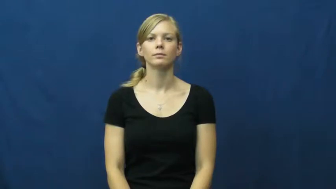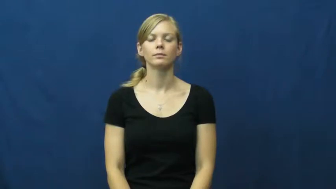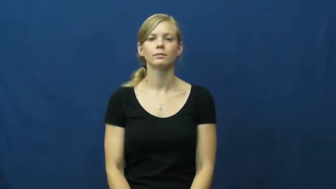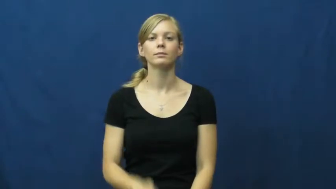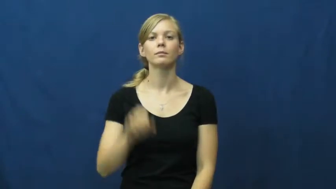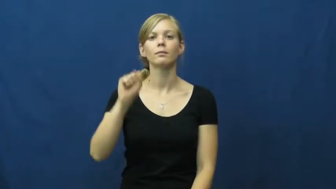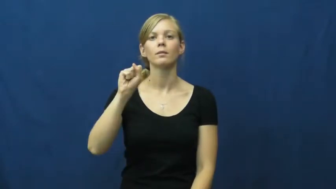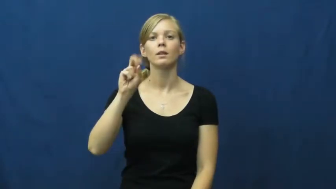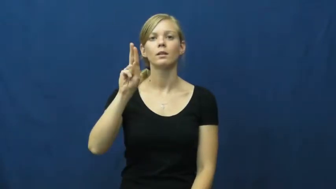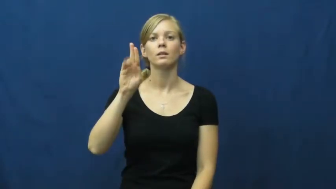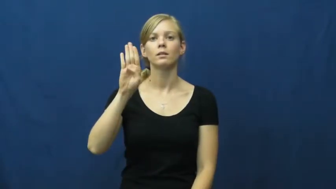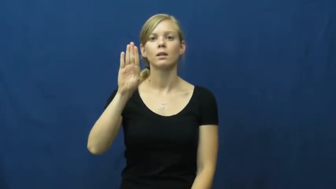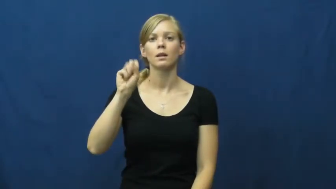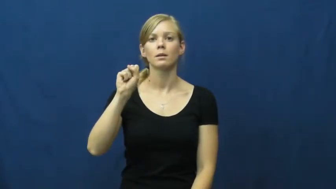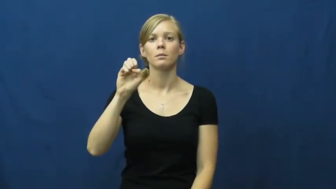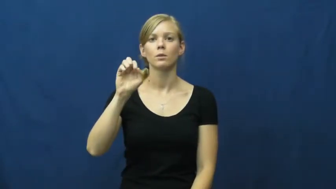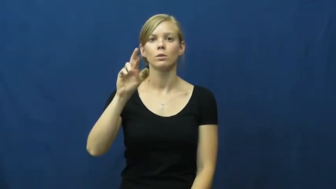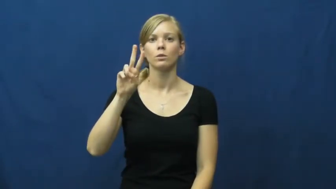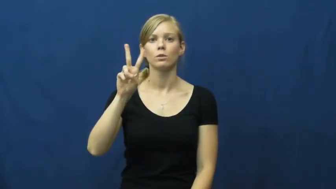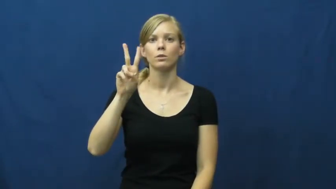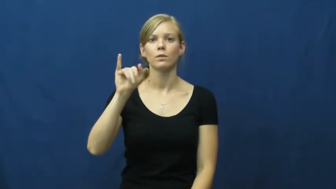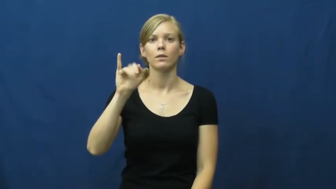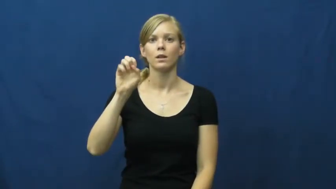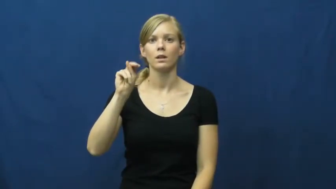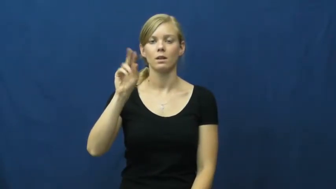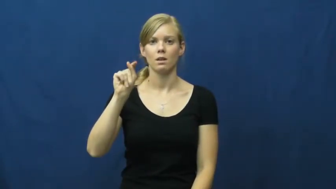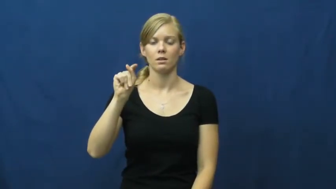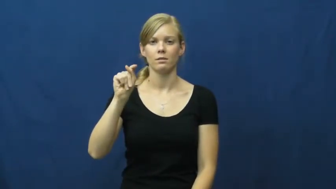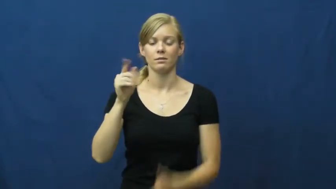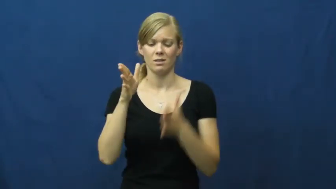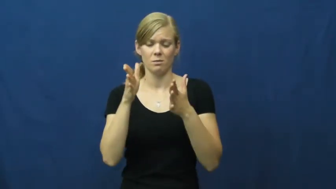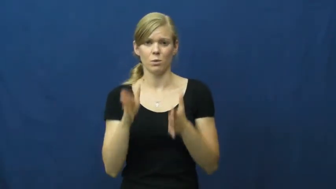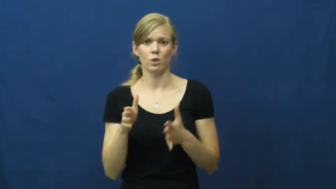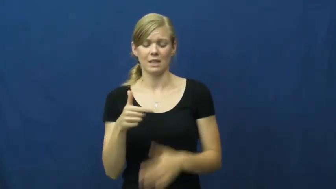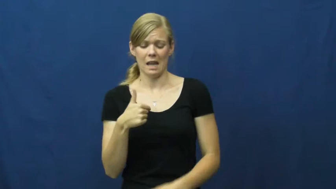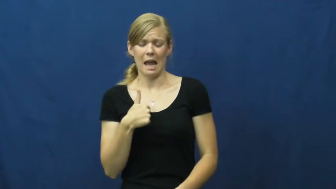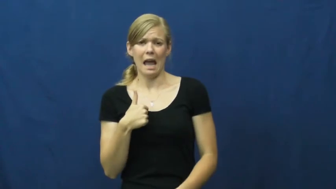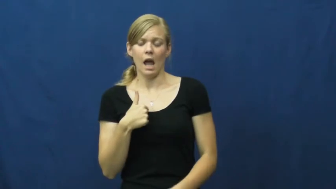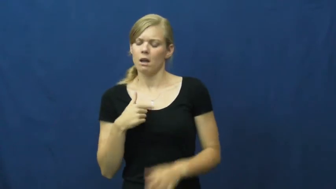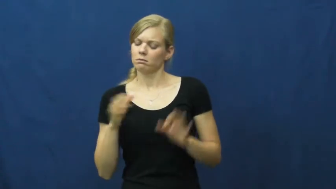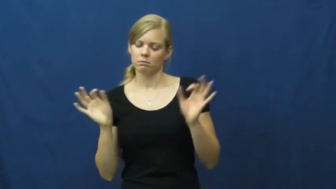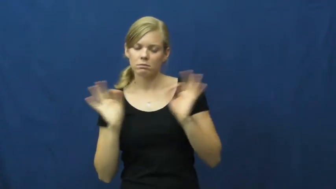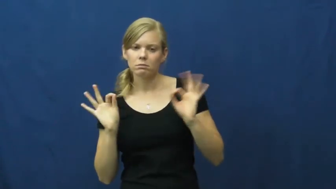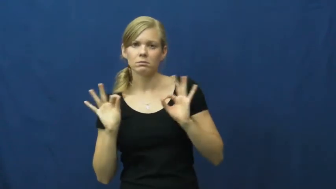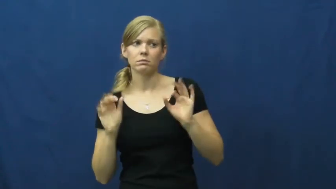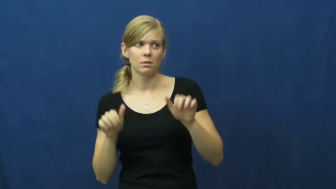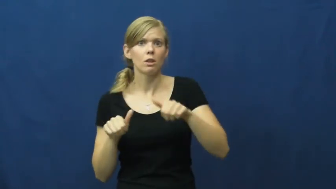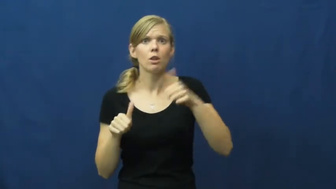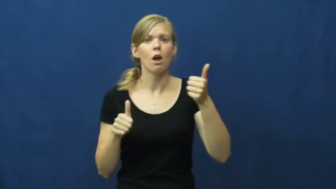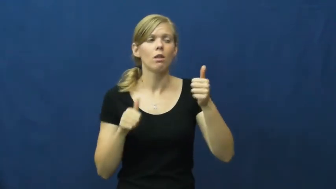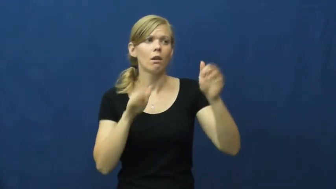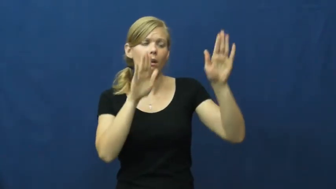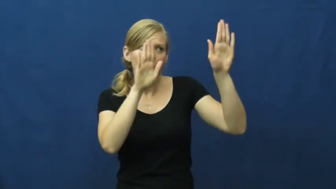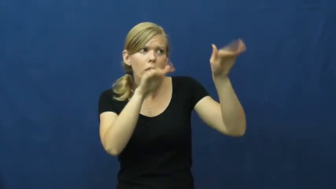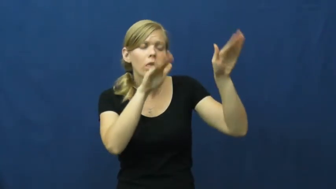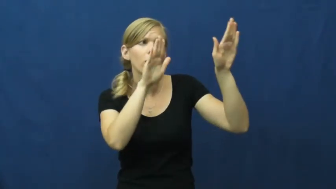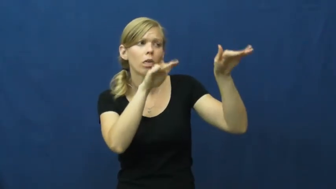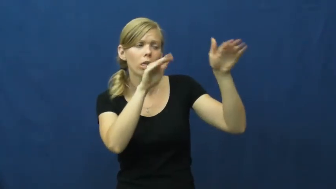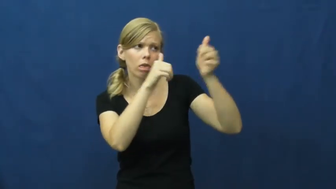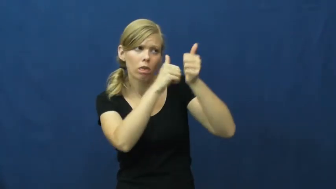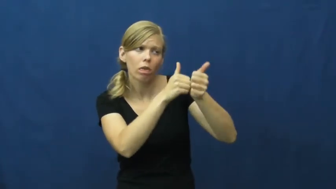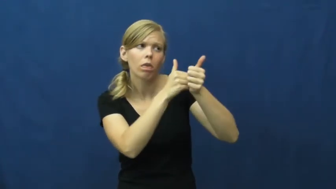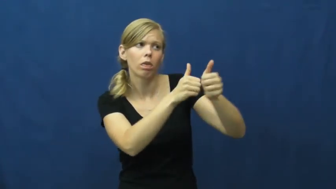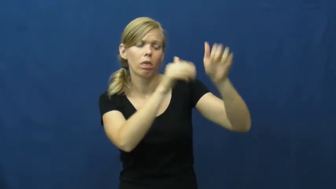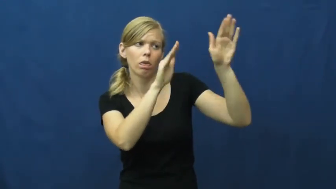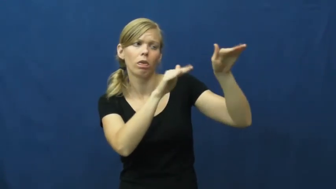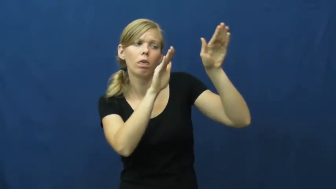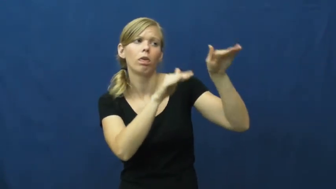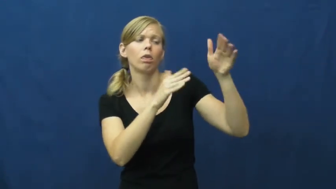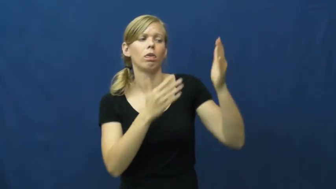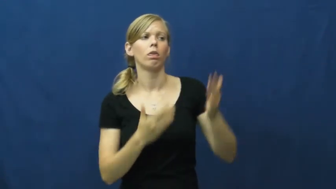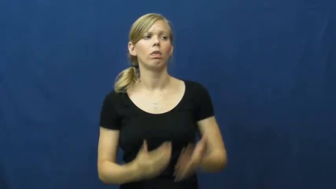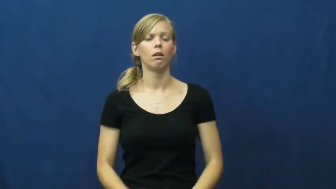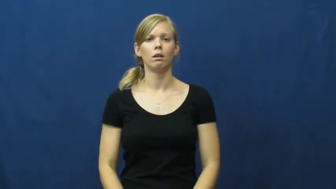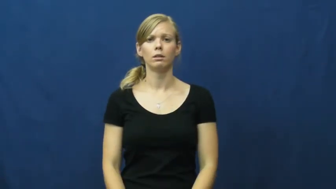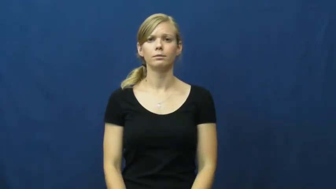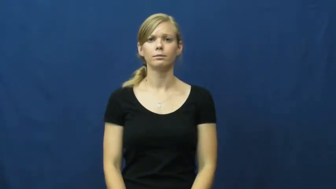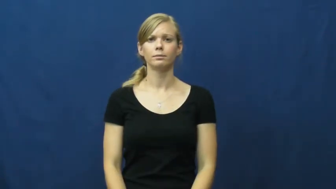subservient